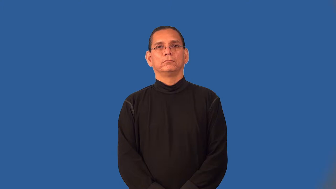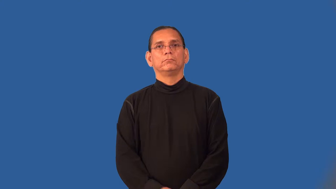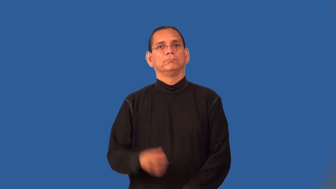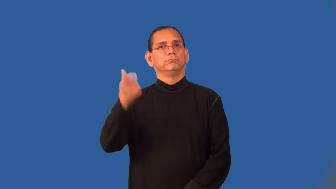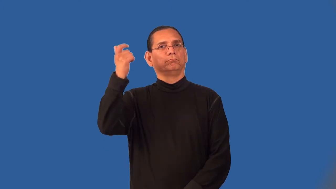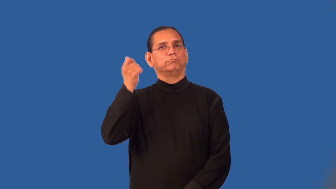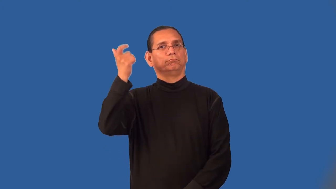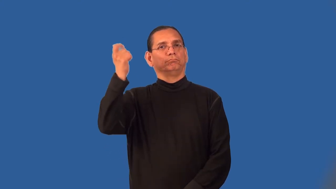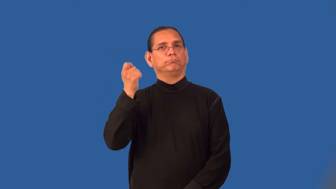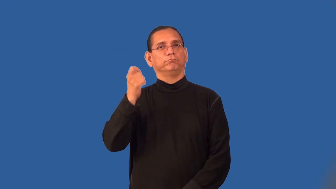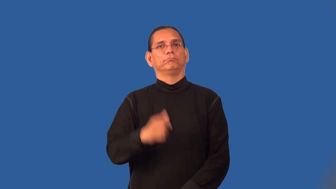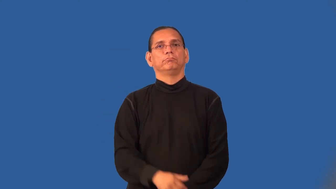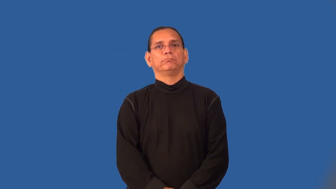pension